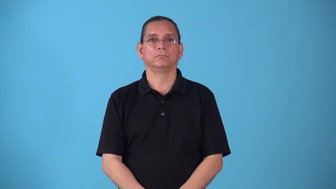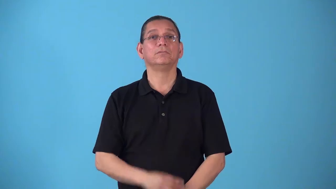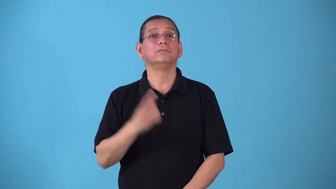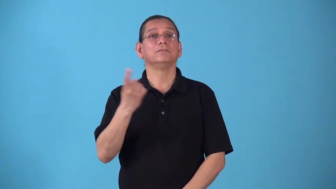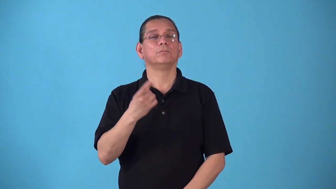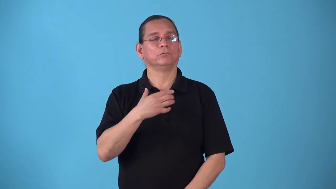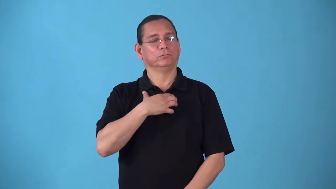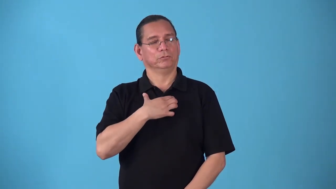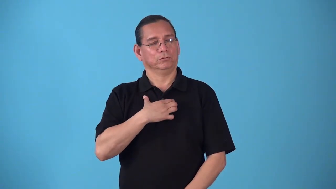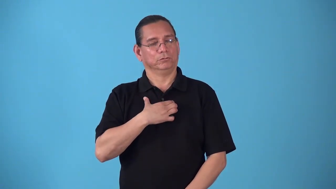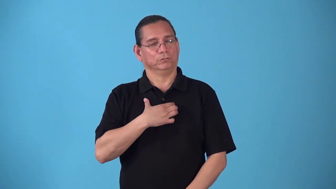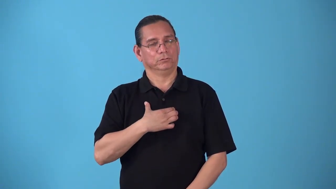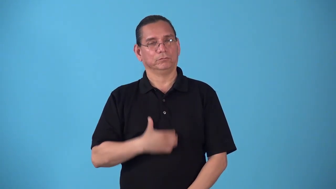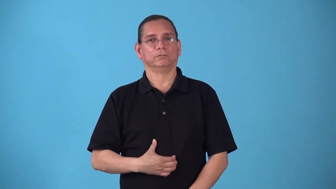starveling